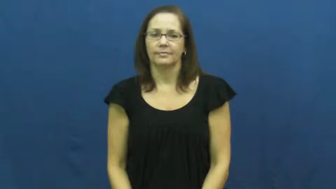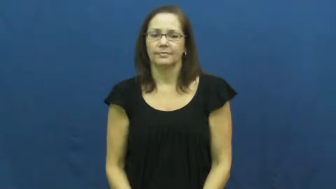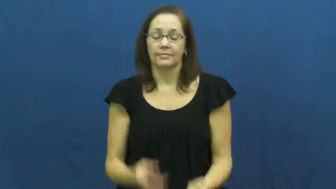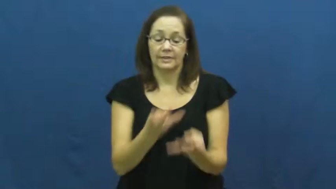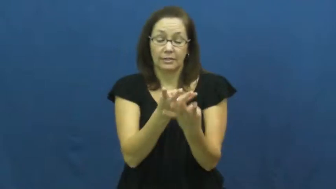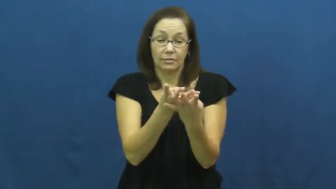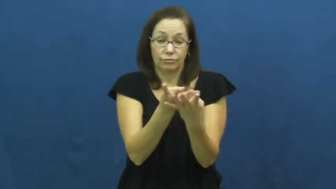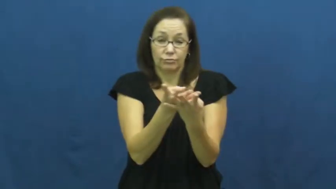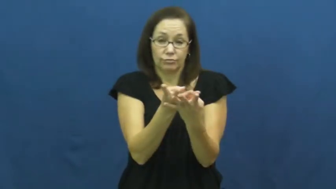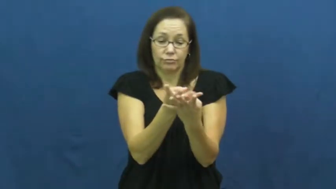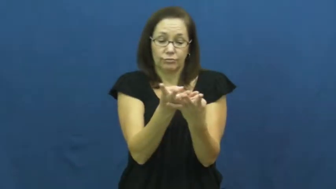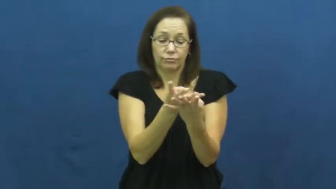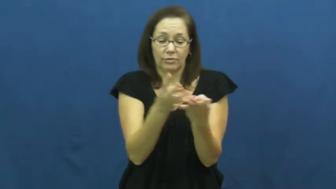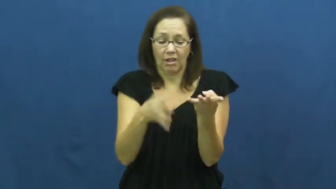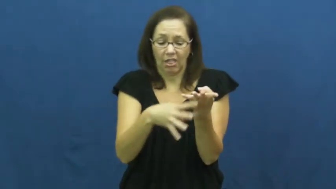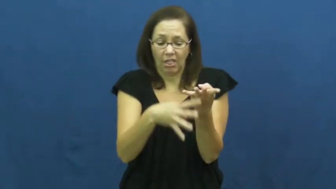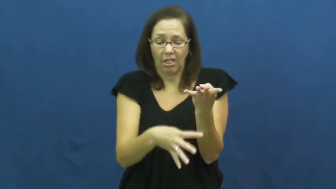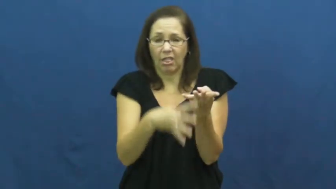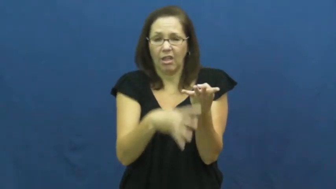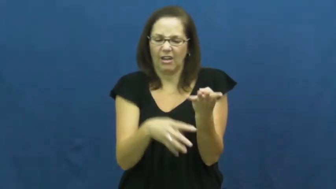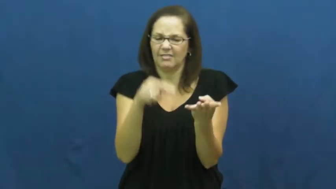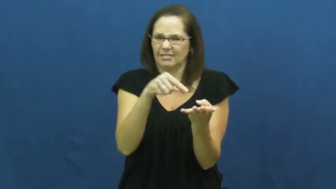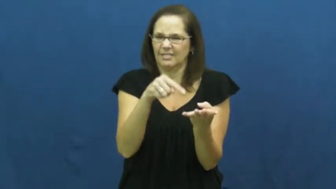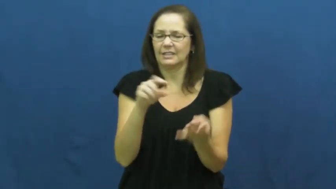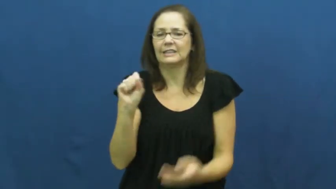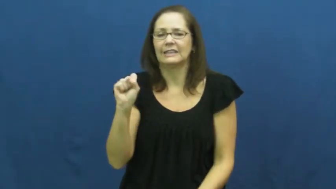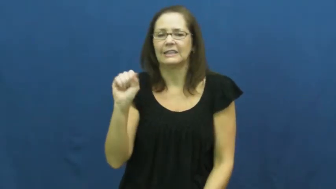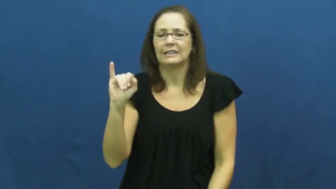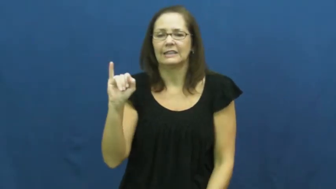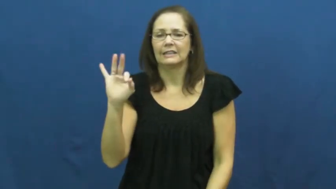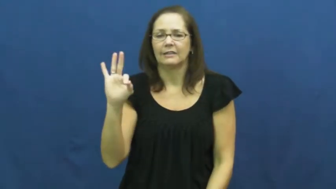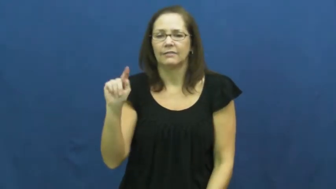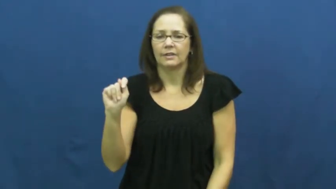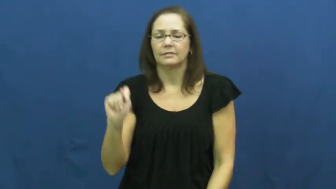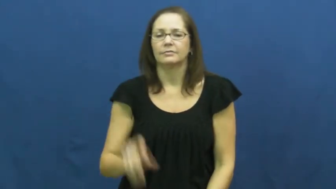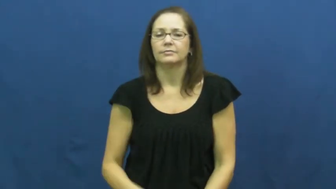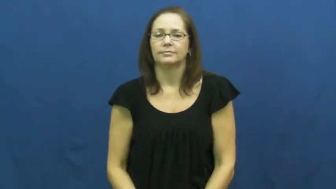sift